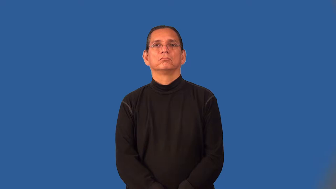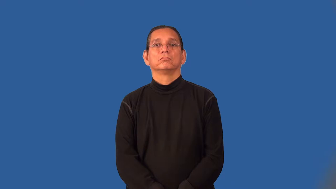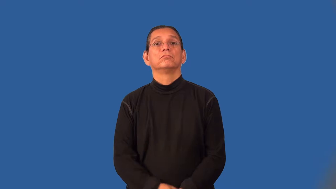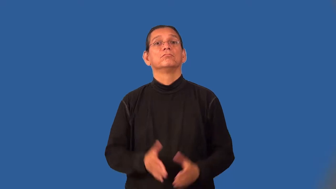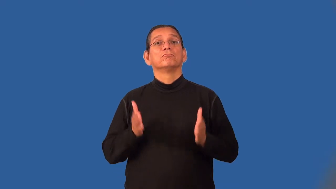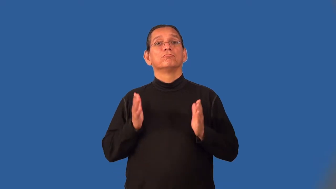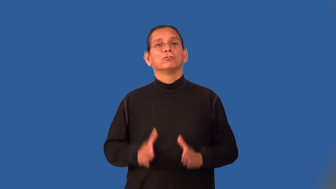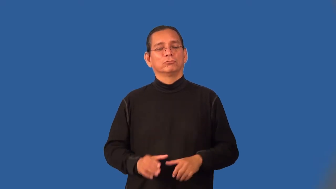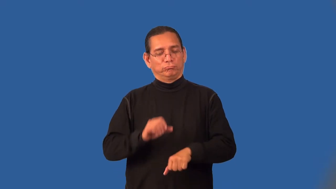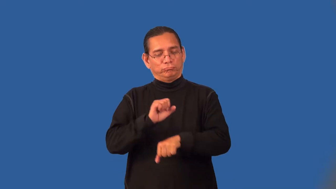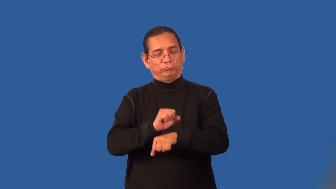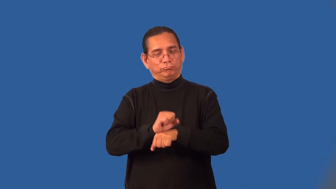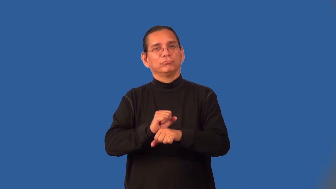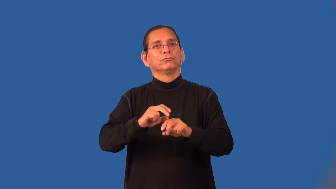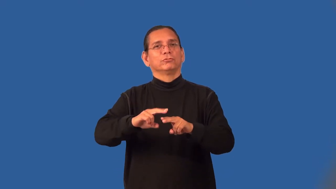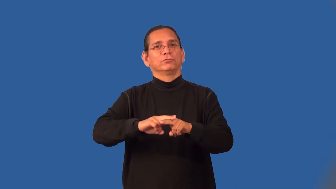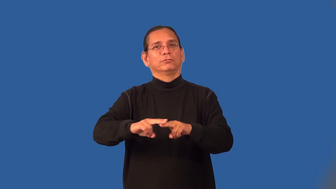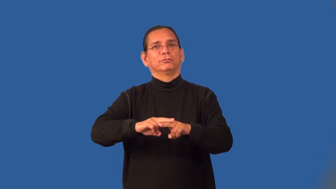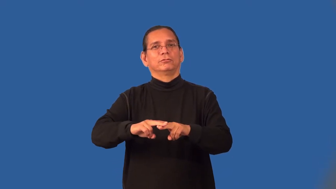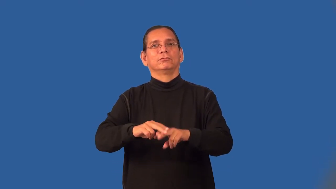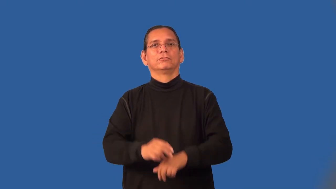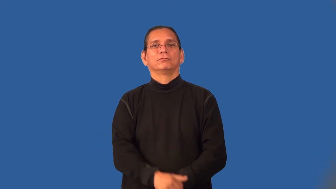railroader